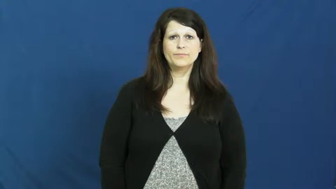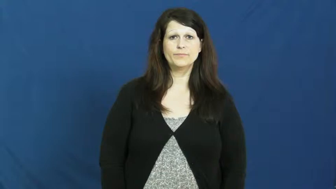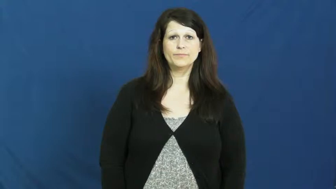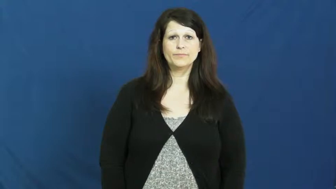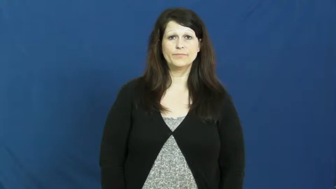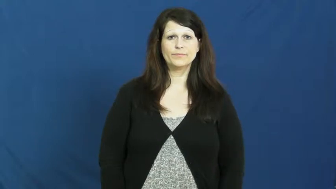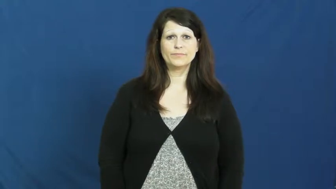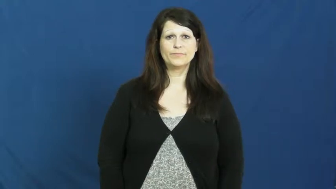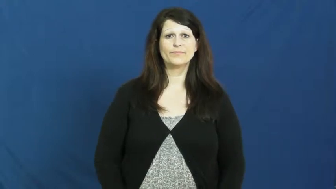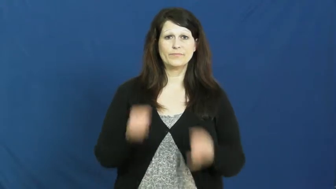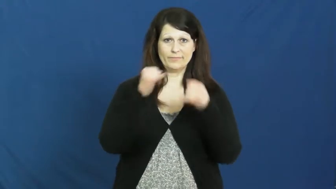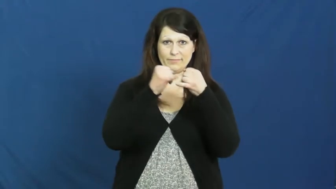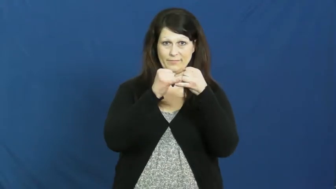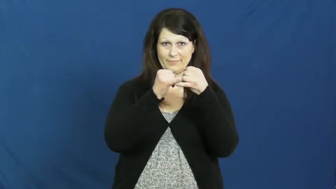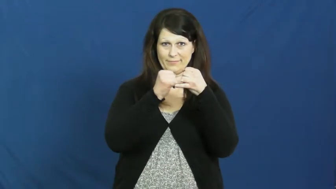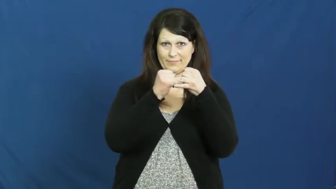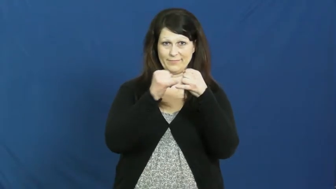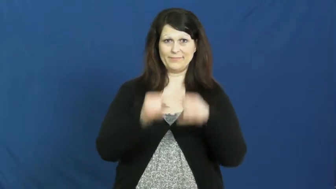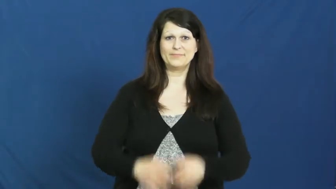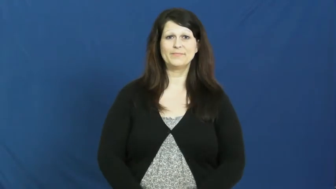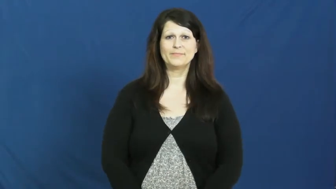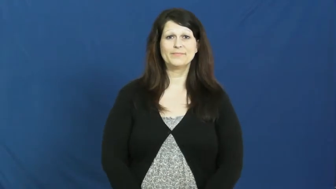iron,ferric-metal